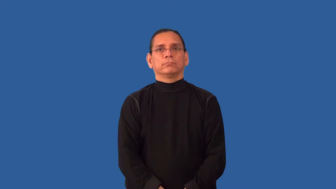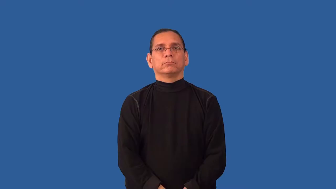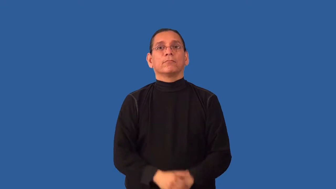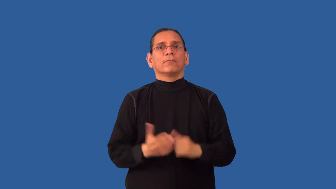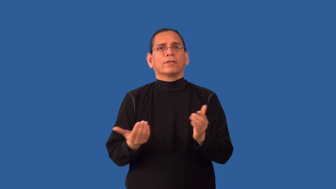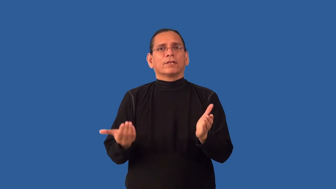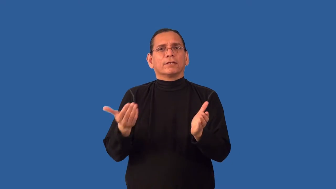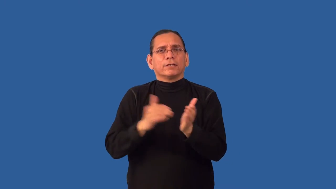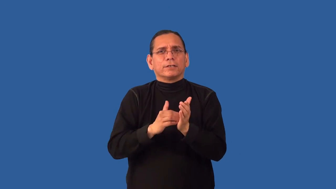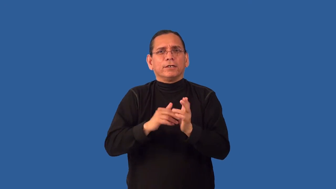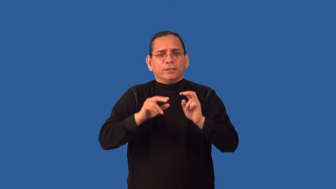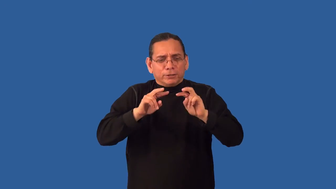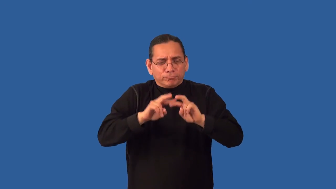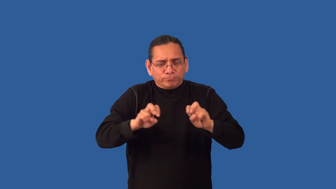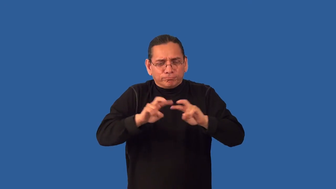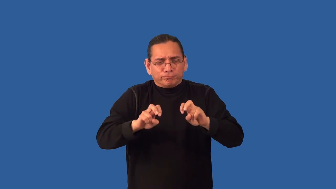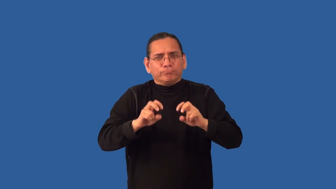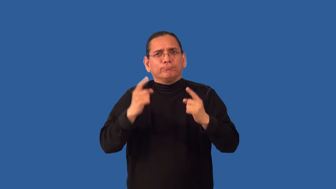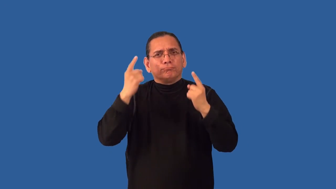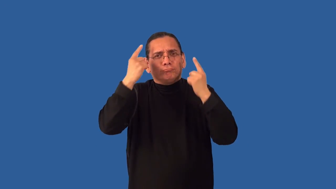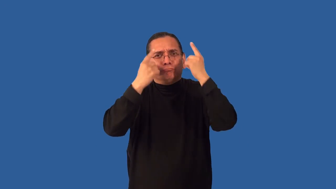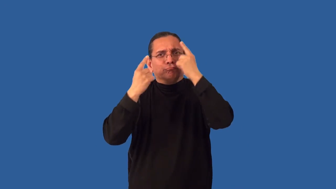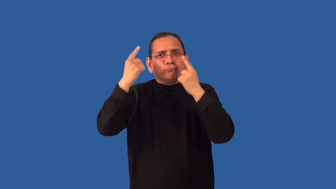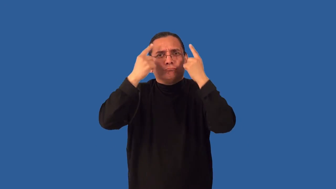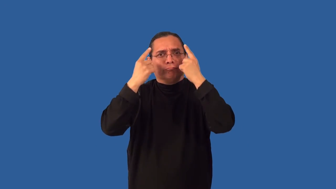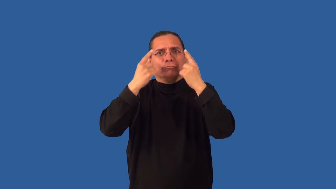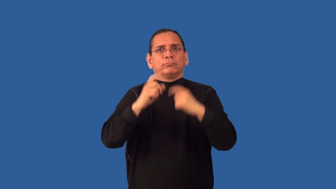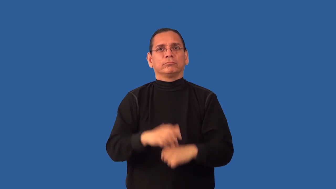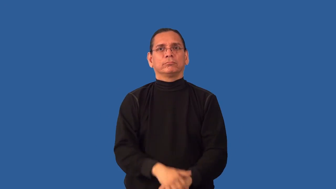reassess